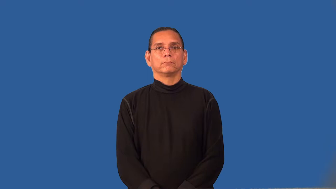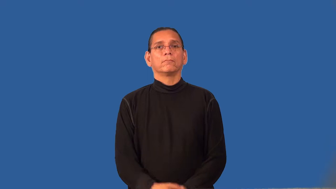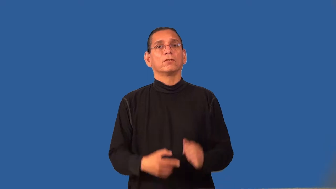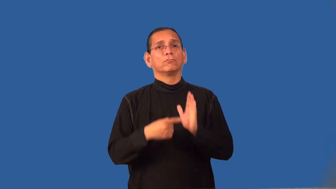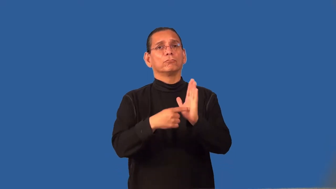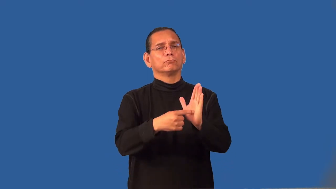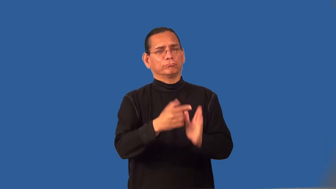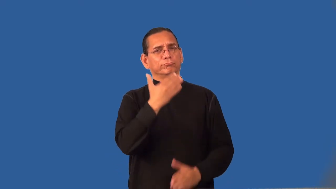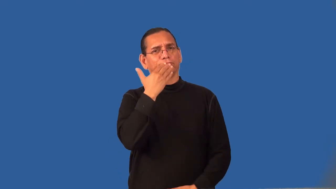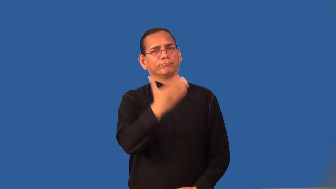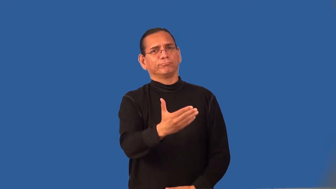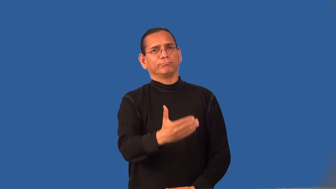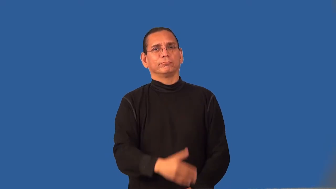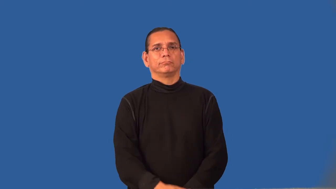representative-good example